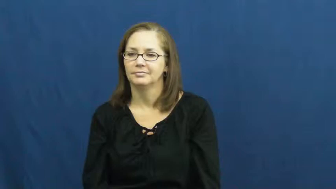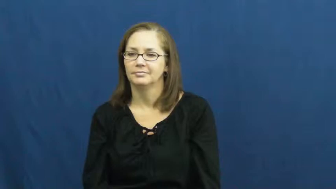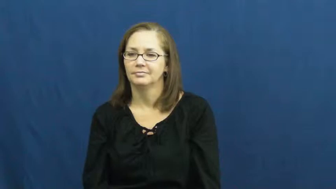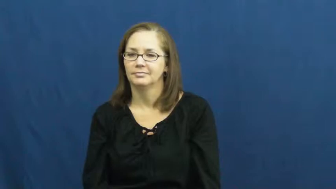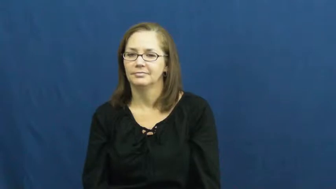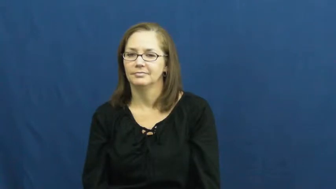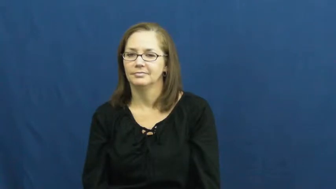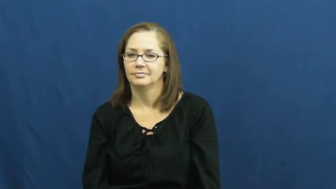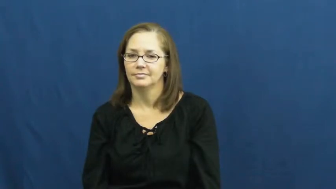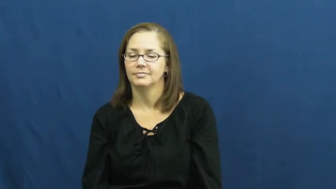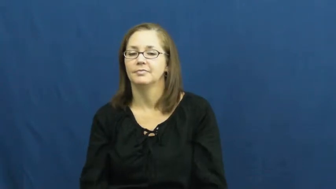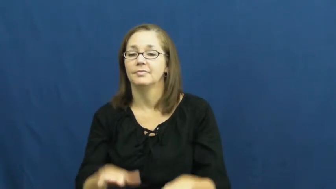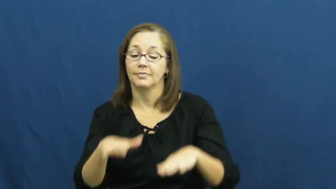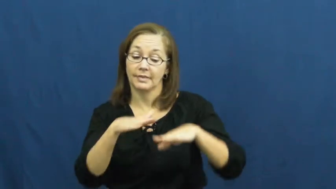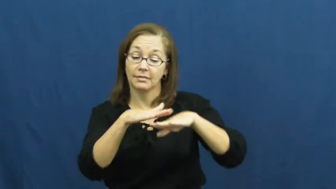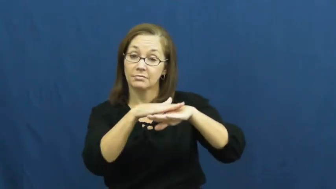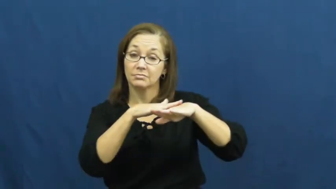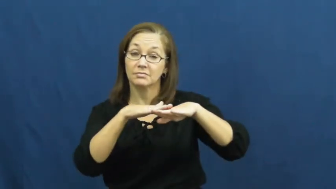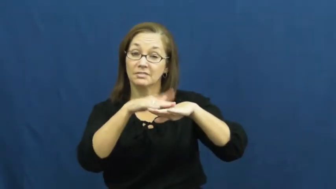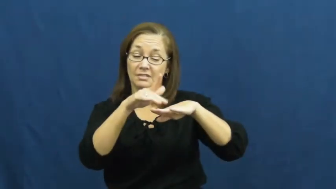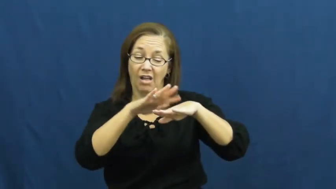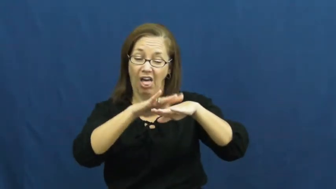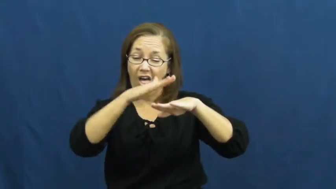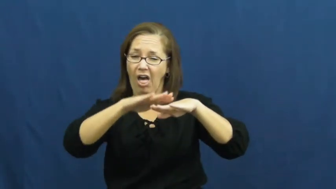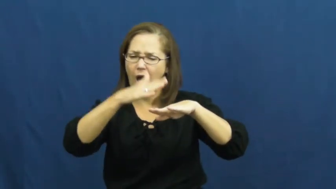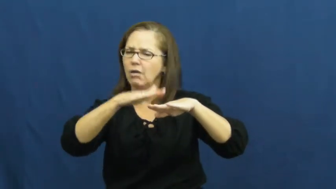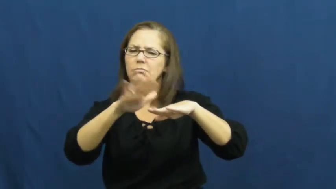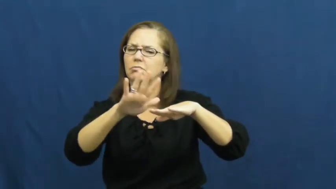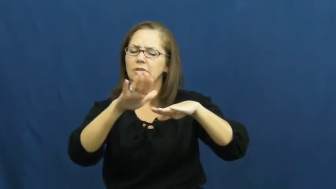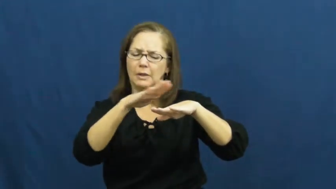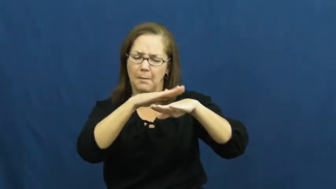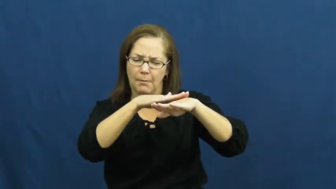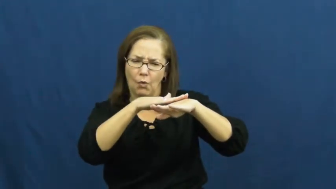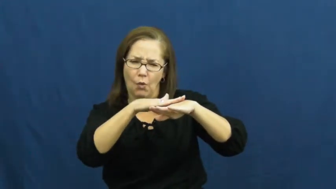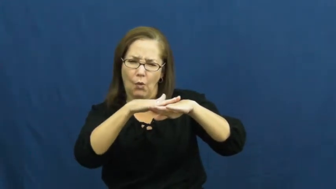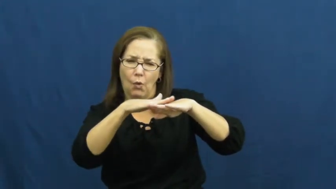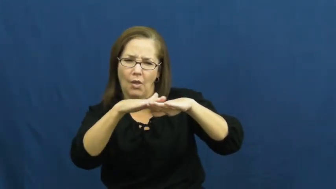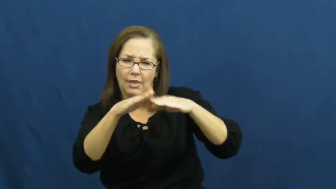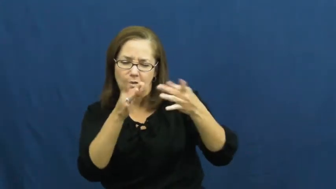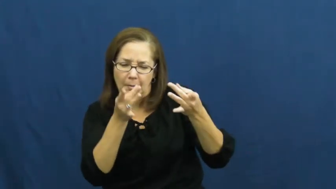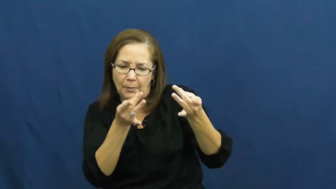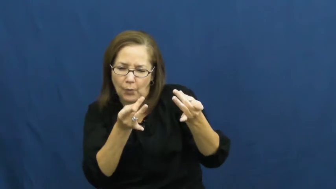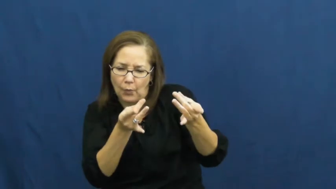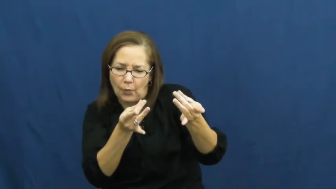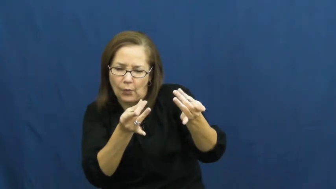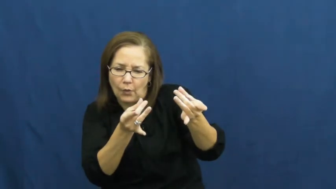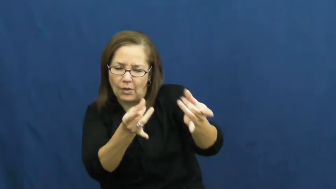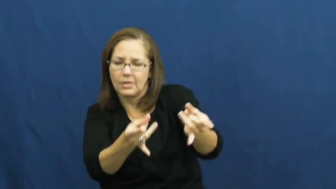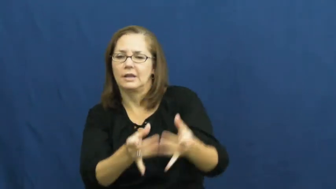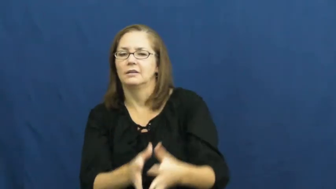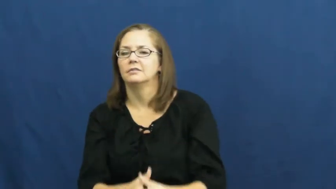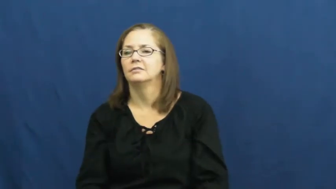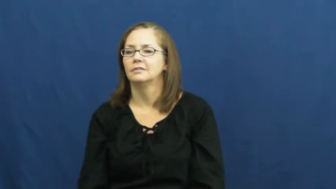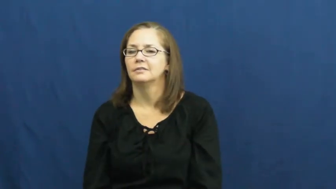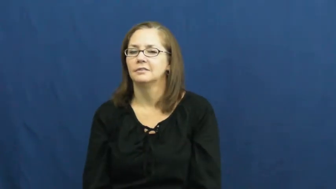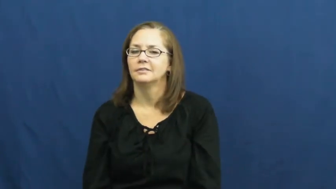smooth-surface